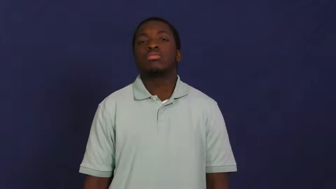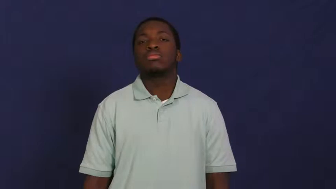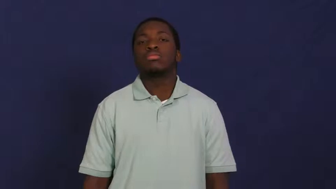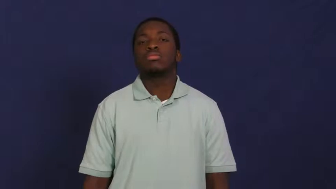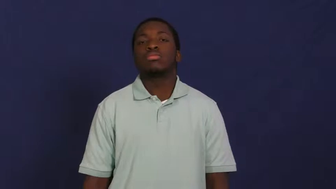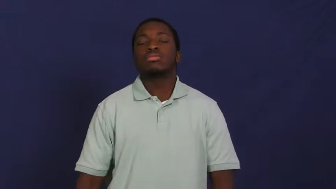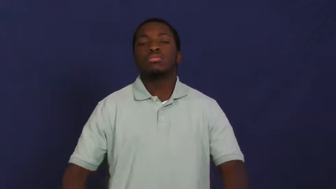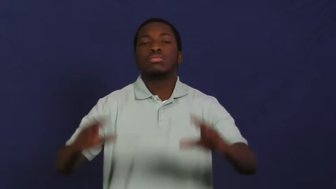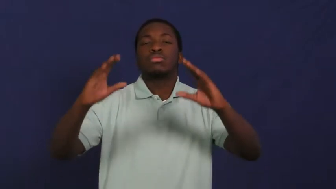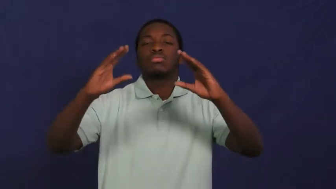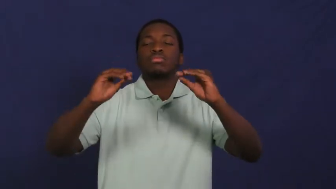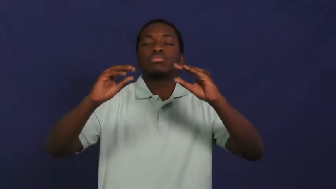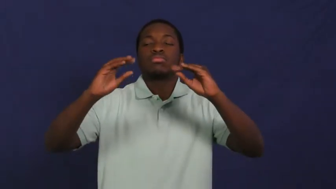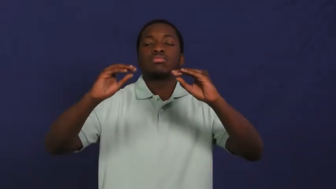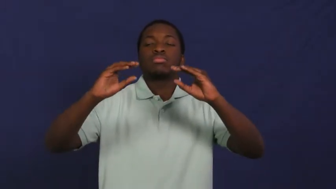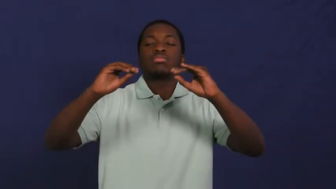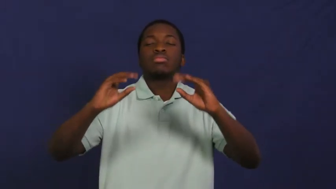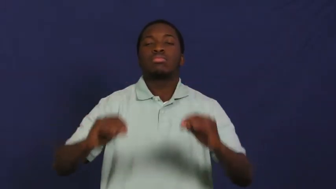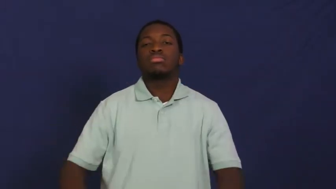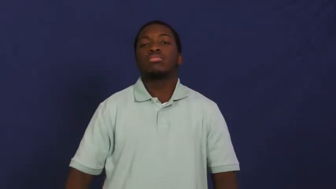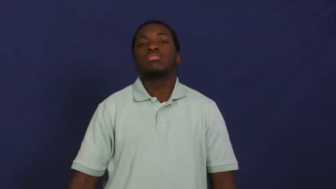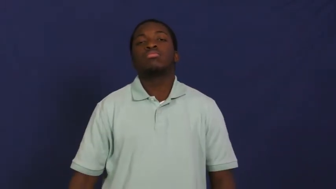pad